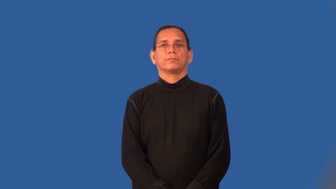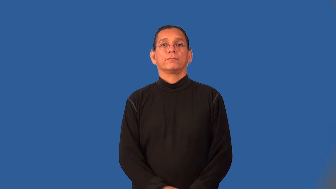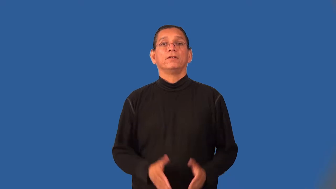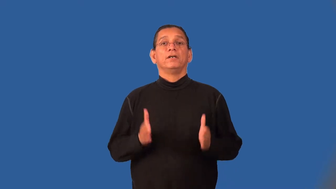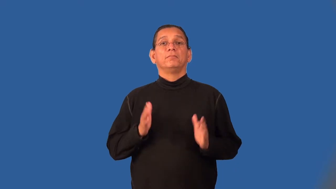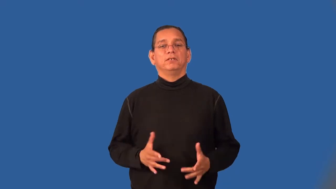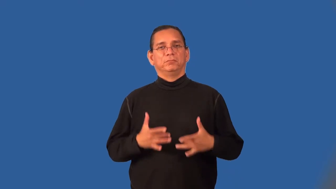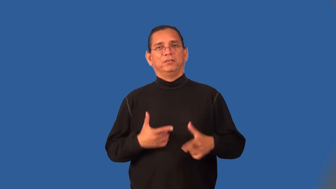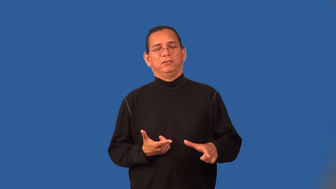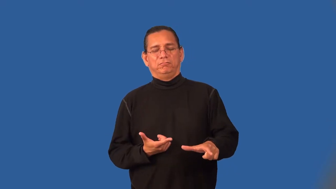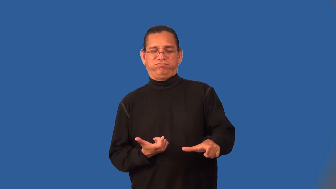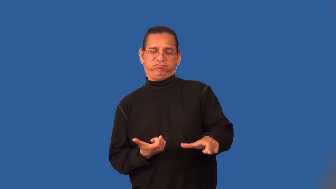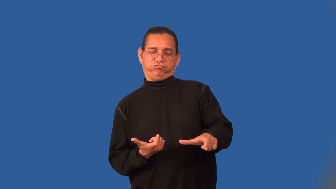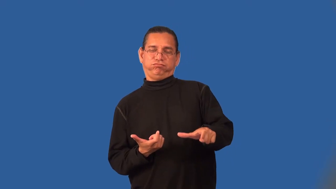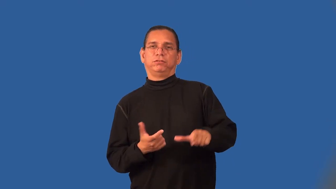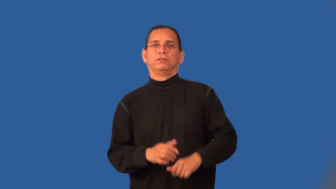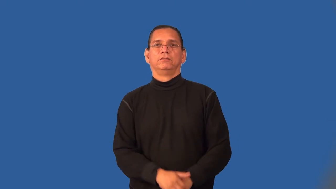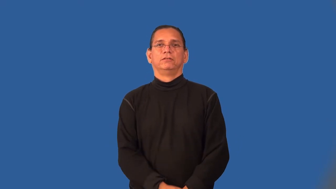speedster